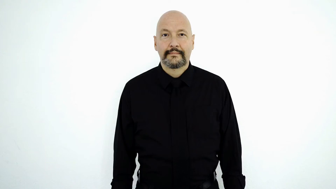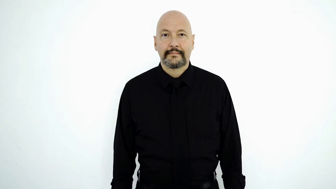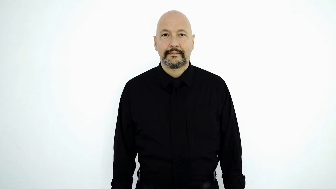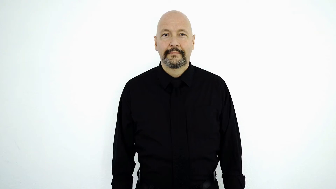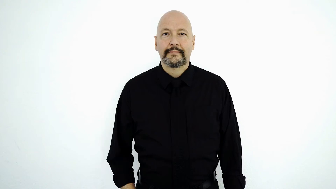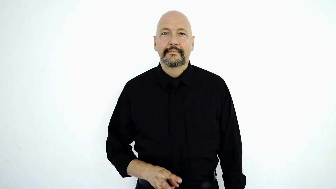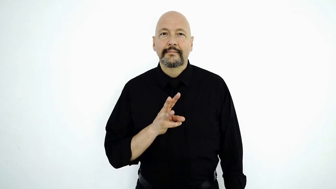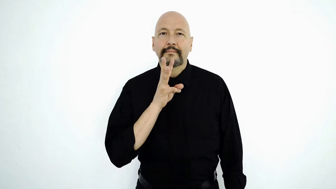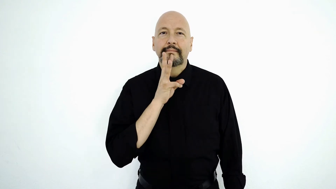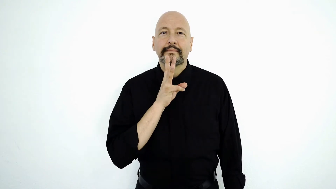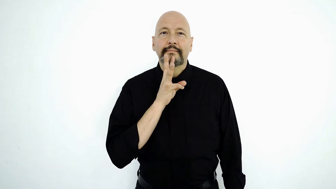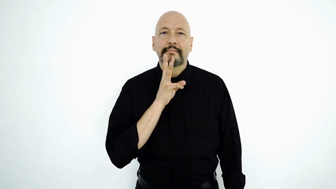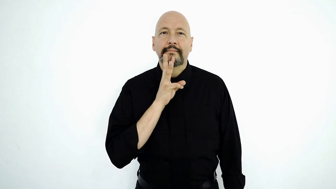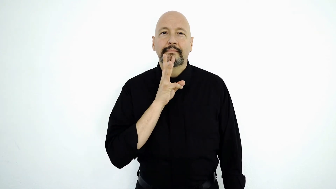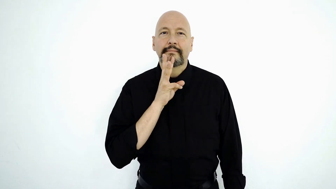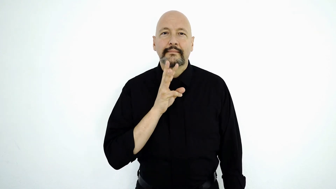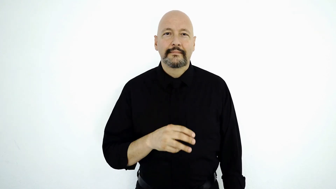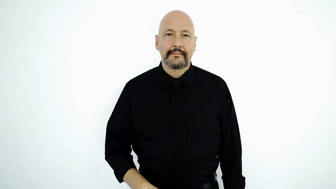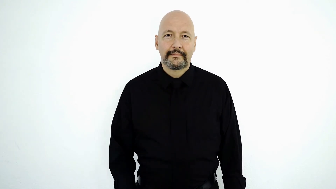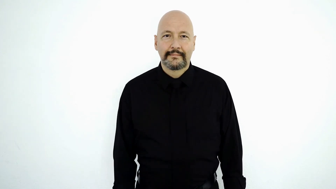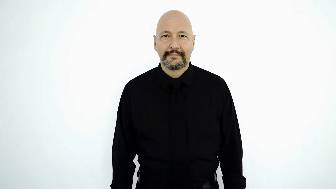WATER